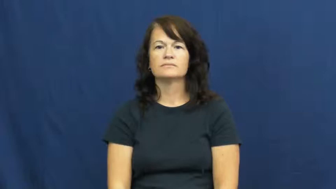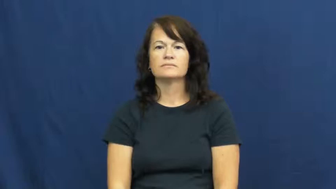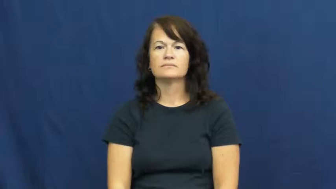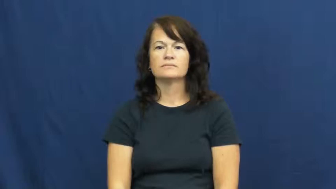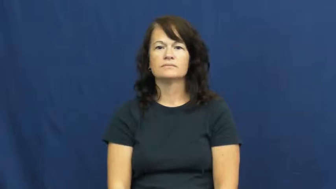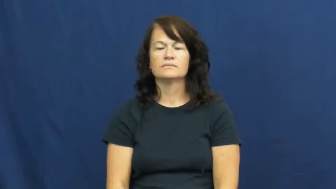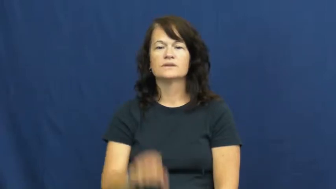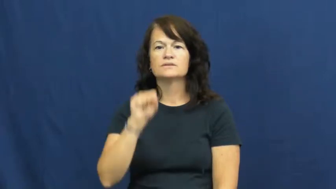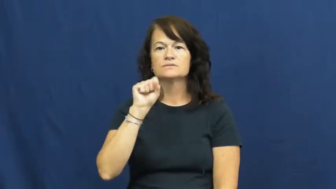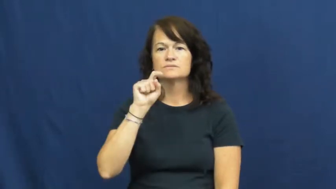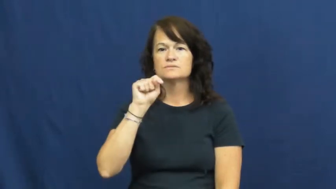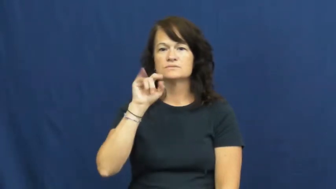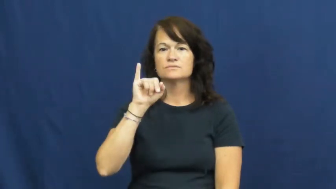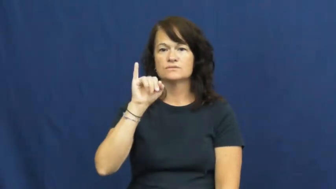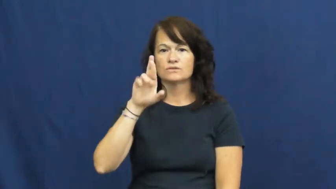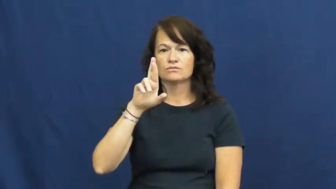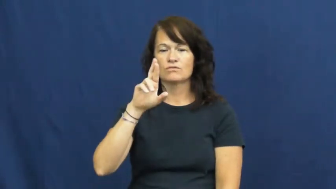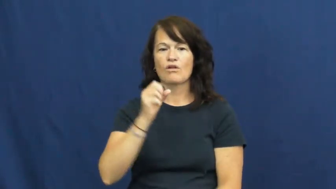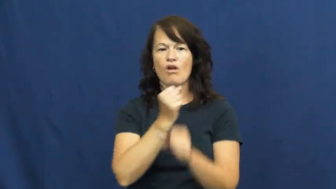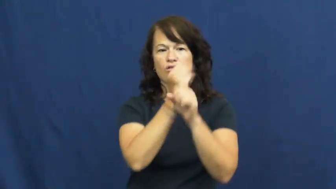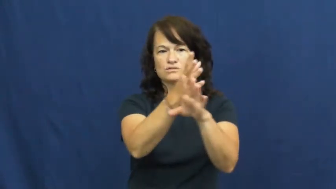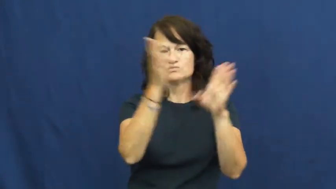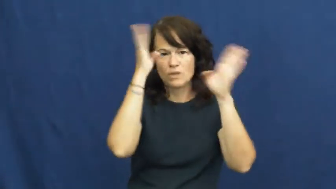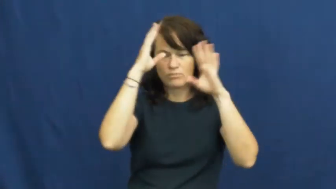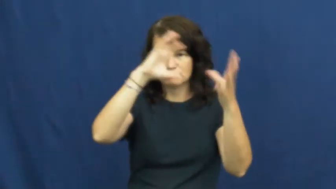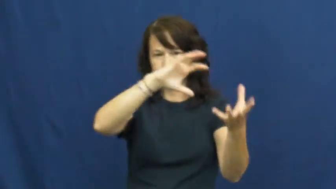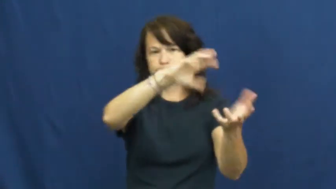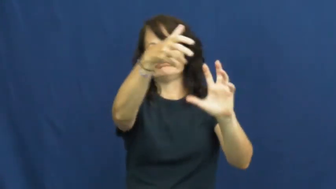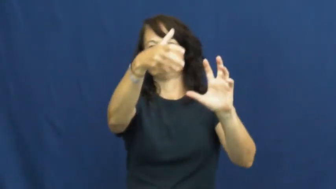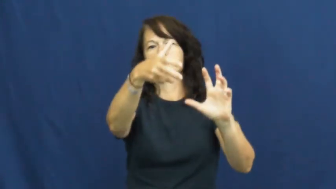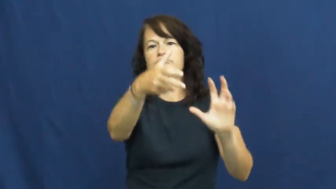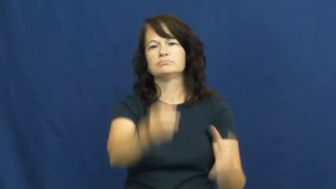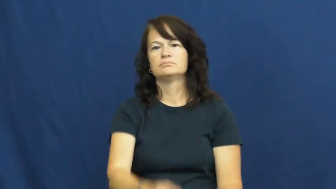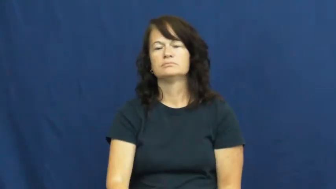stir,stir up-trouble